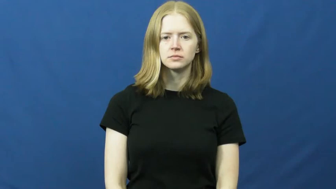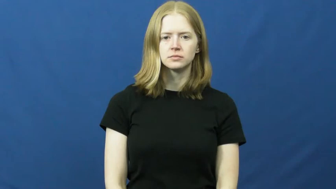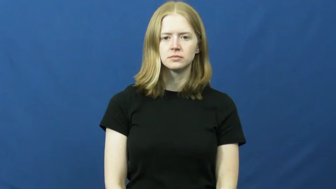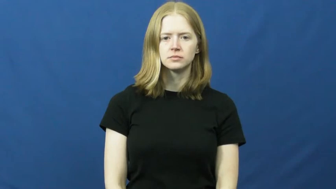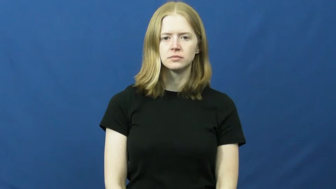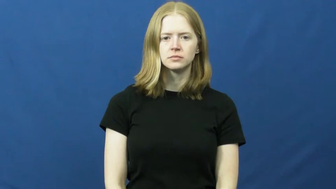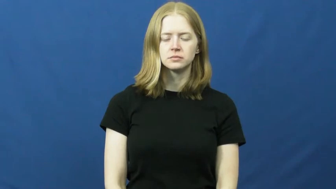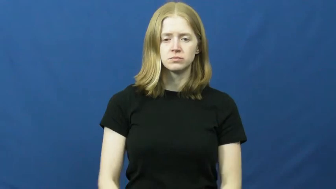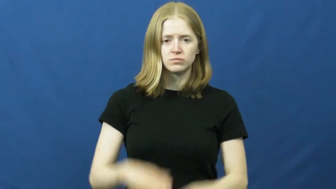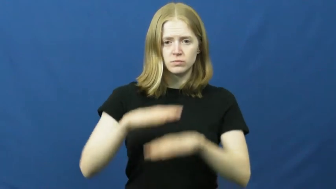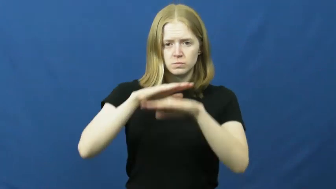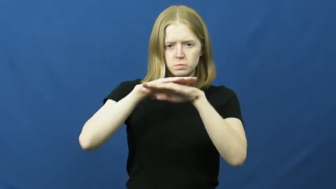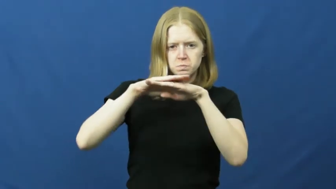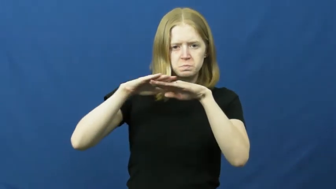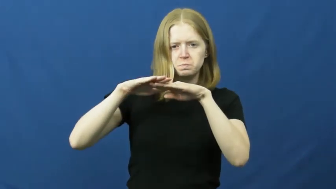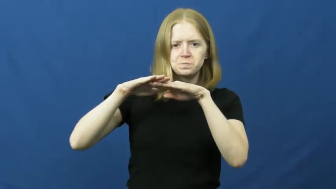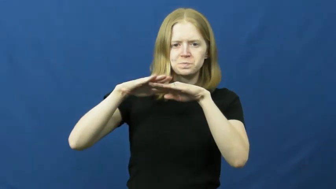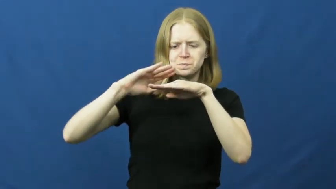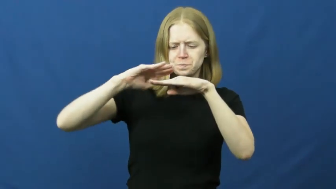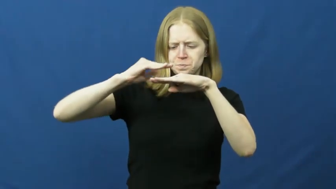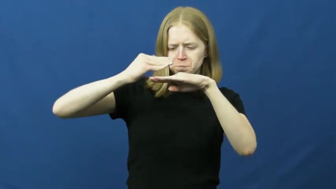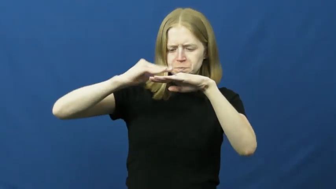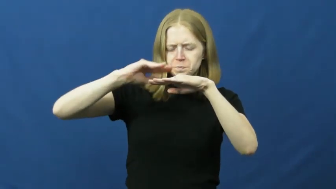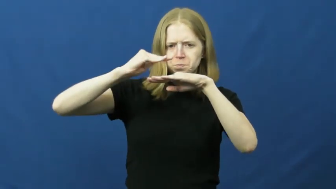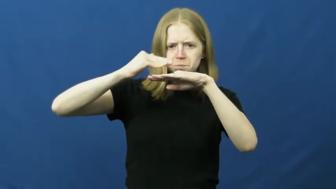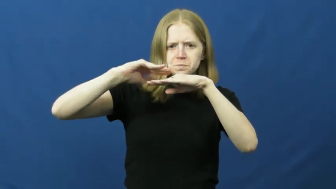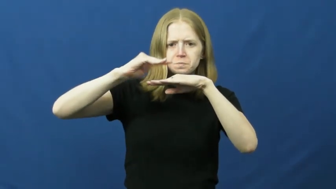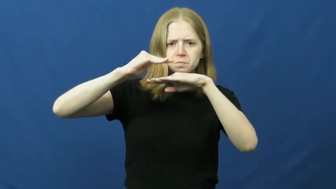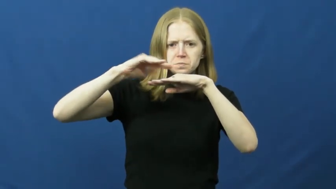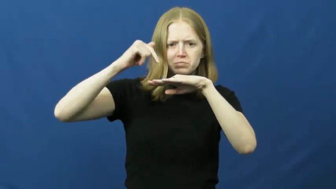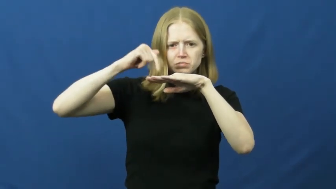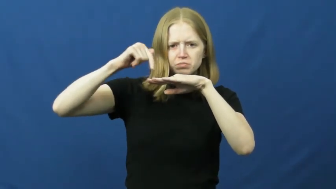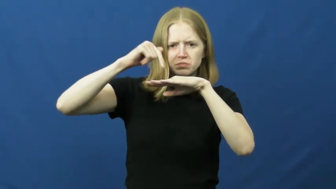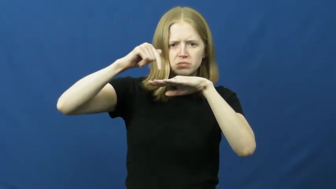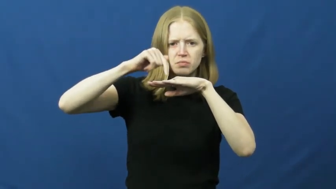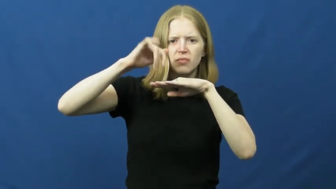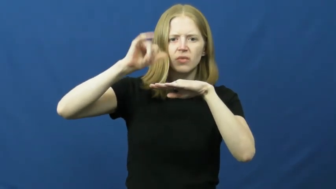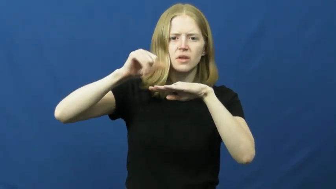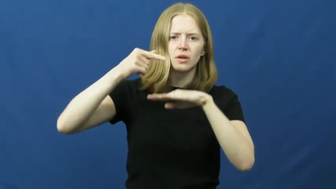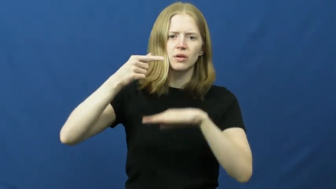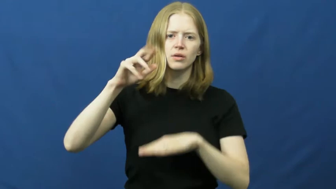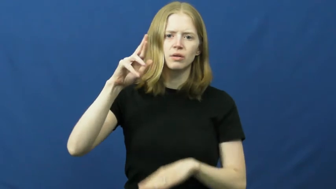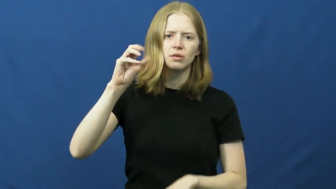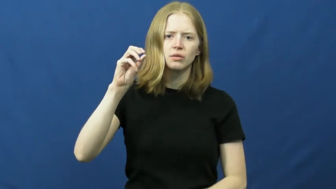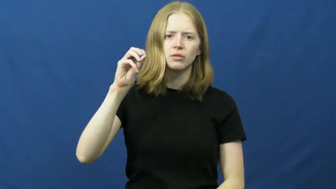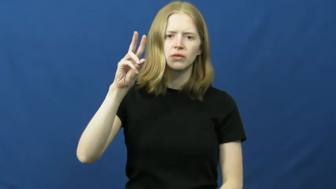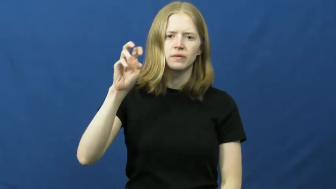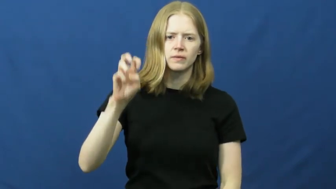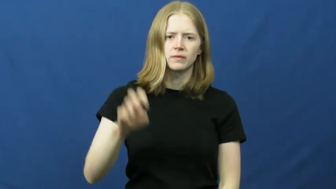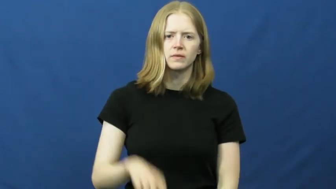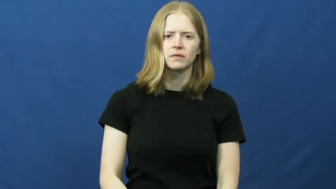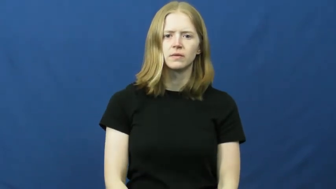groove,flute,stria,cleavage,groovey